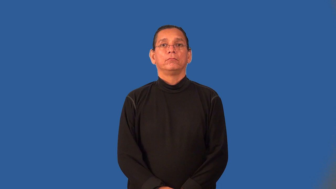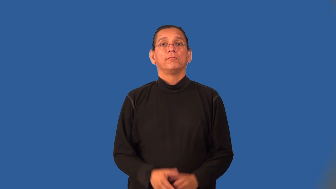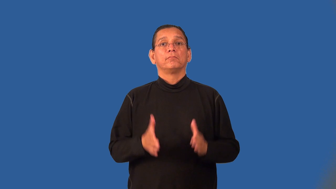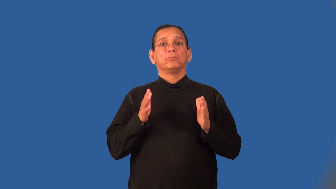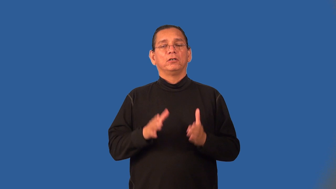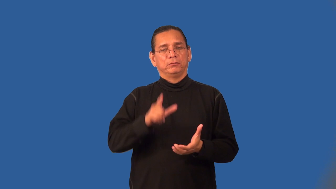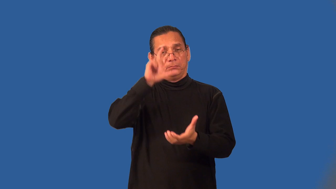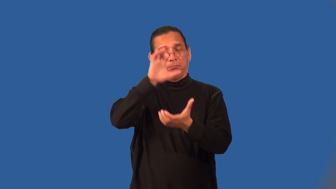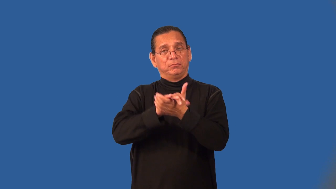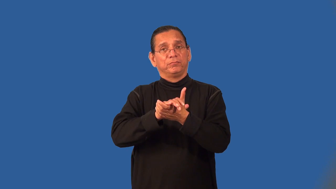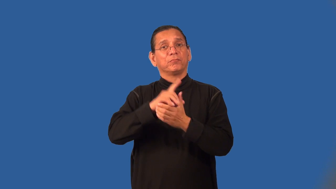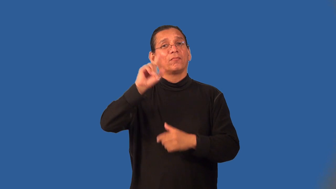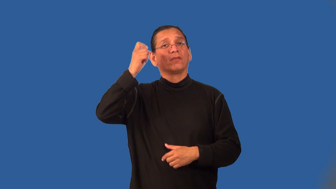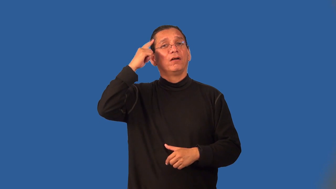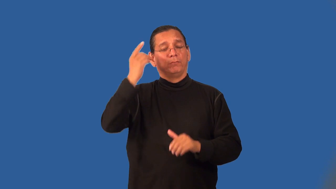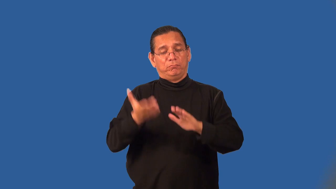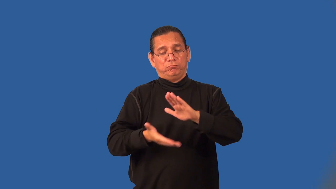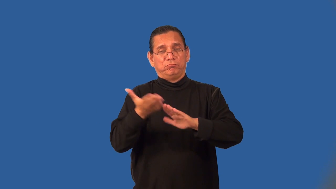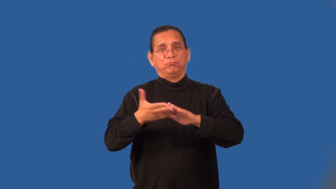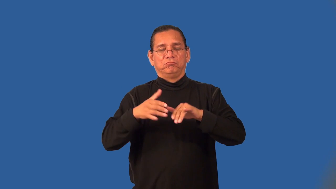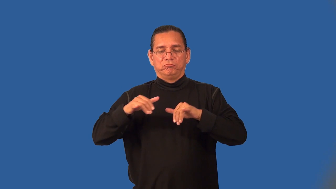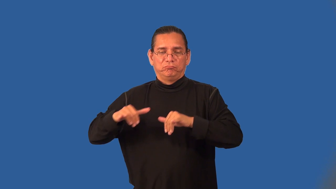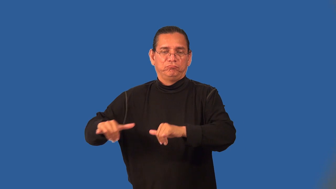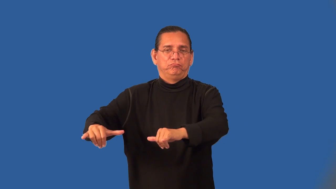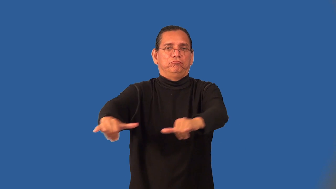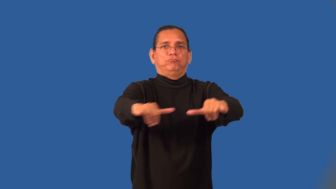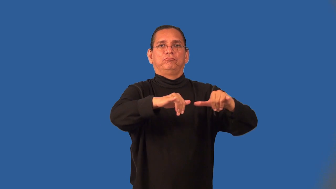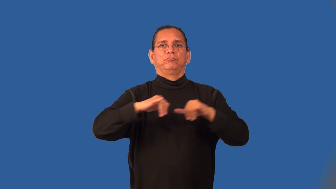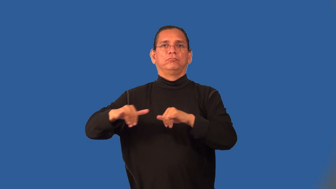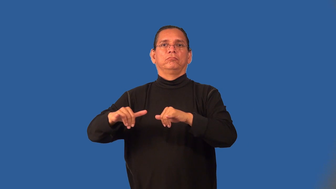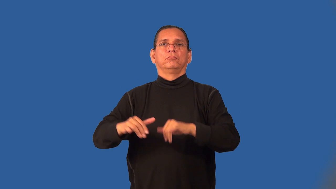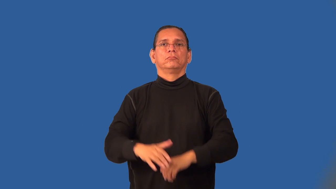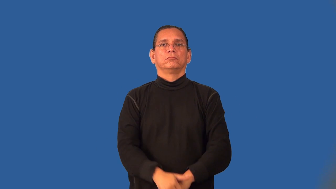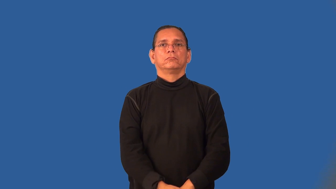socialist